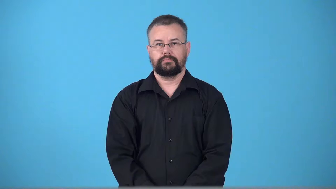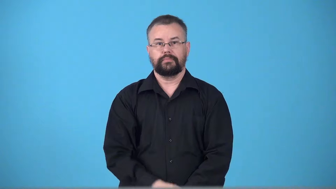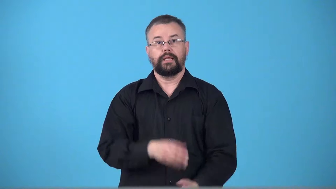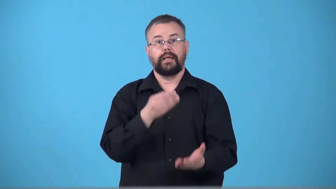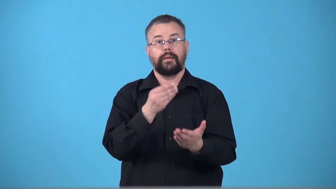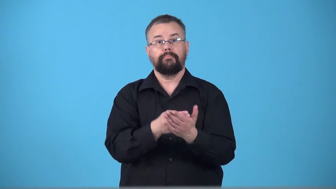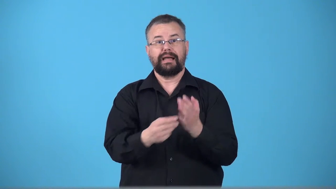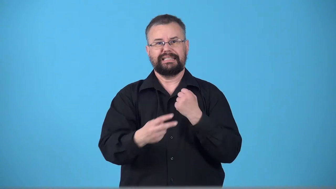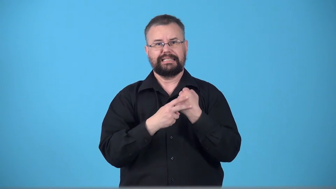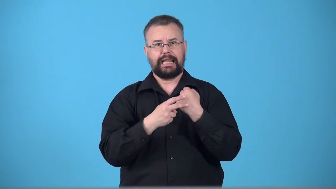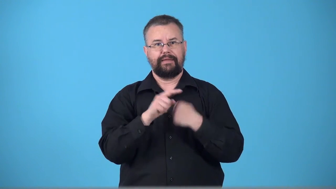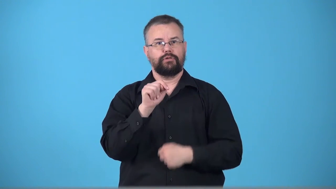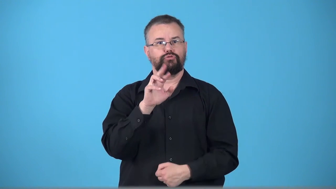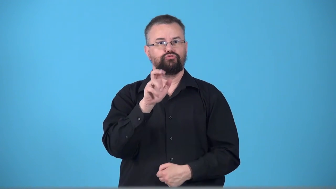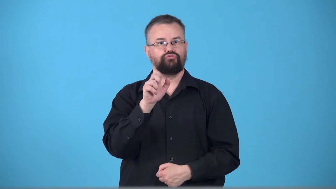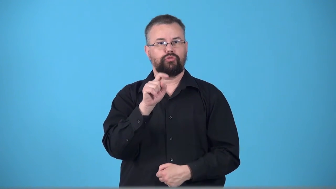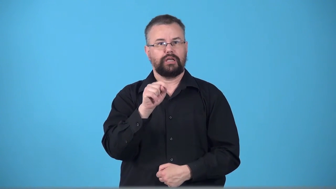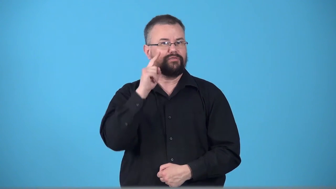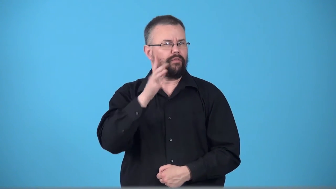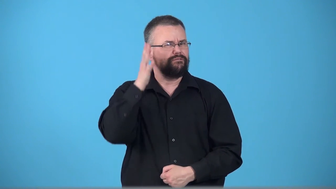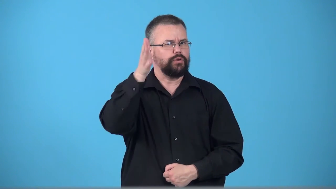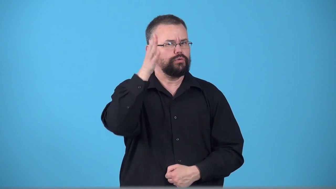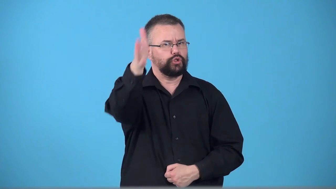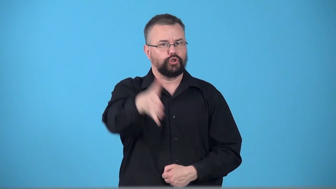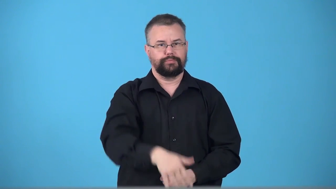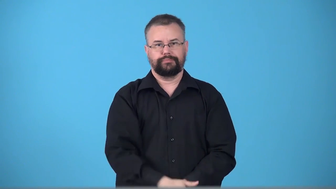trust-money